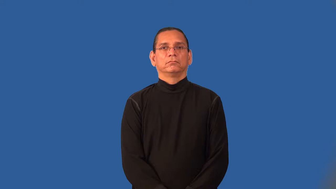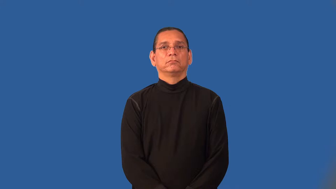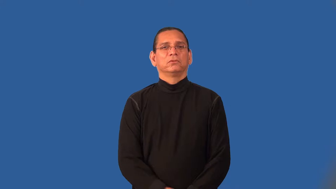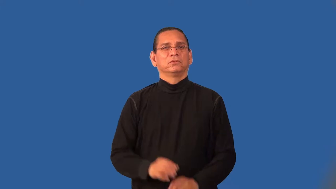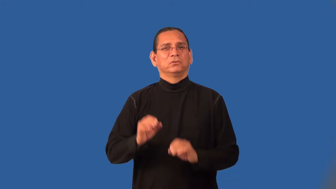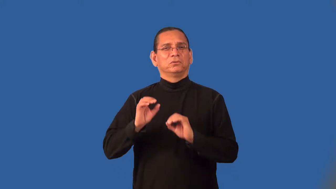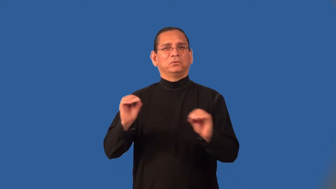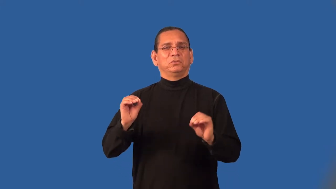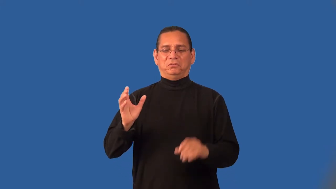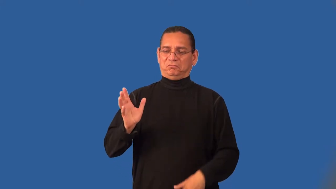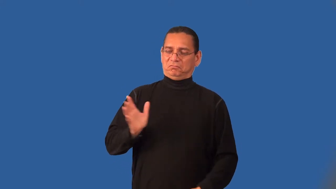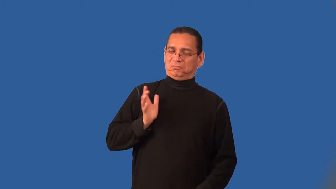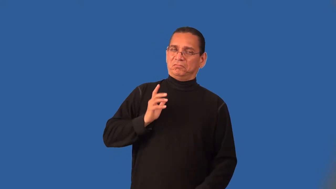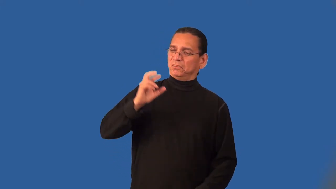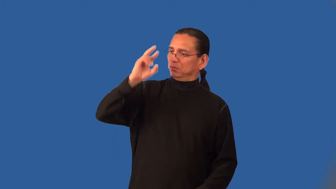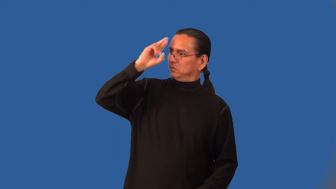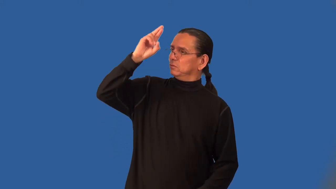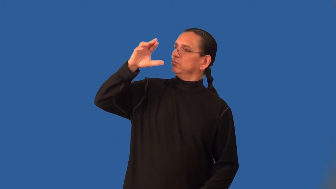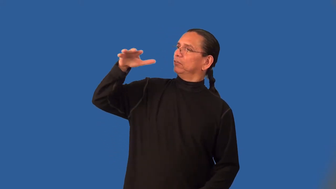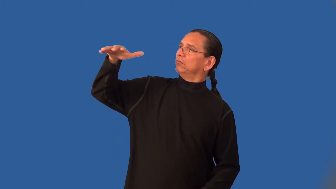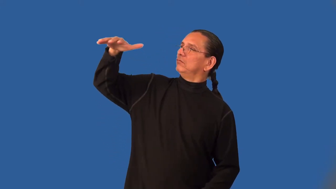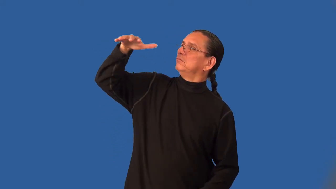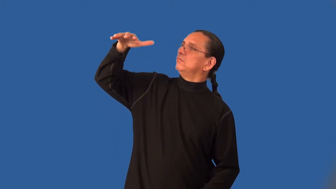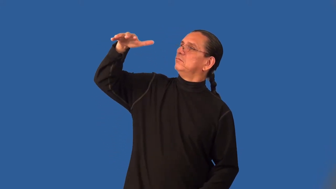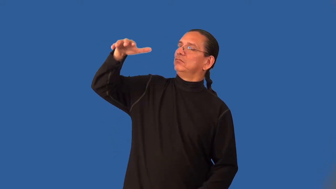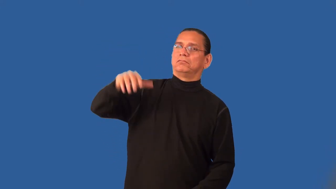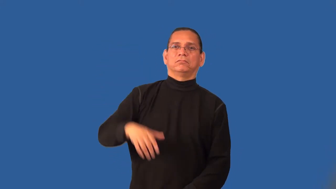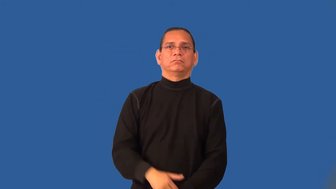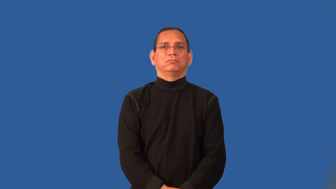impertinent,gall